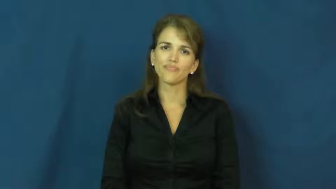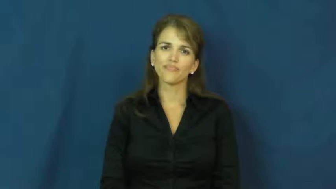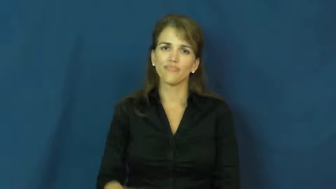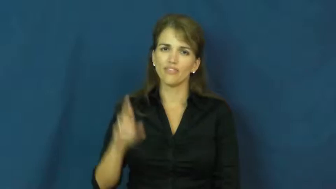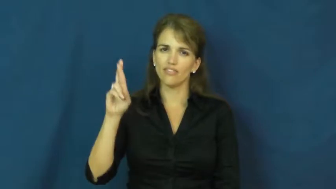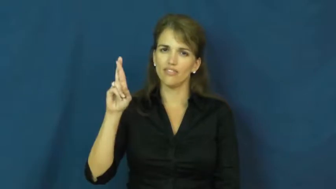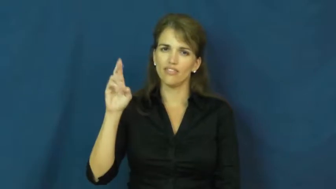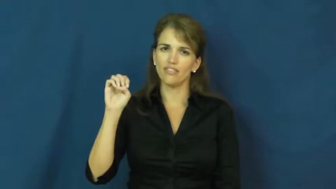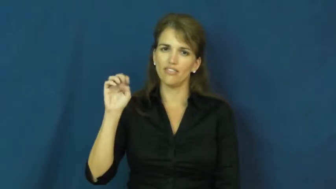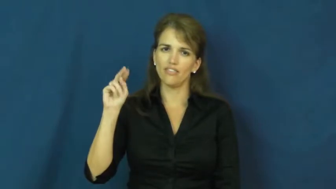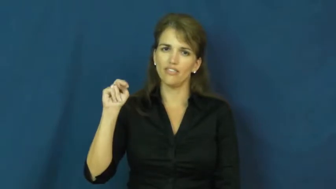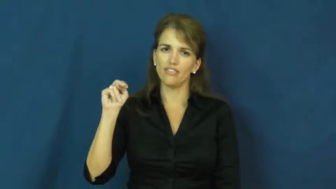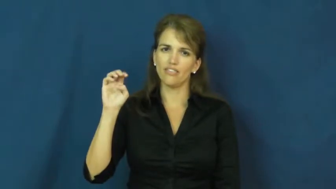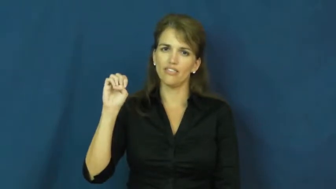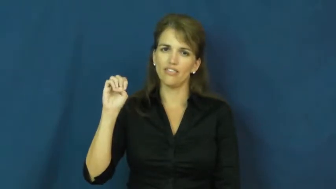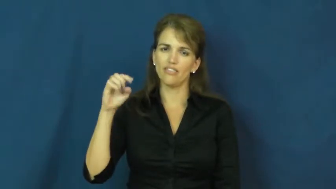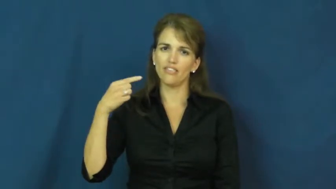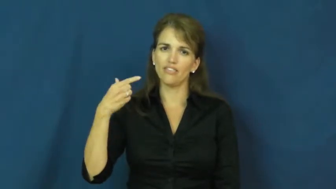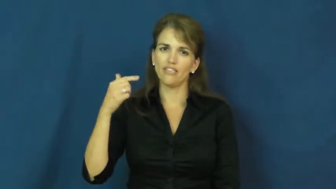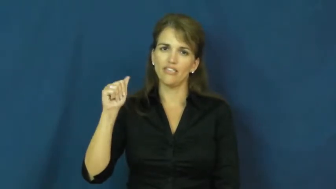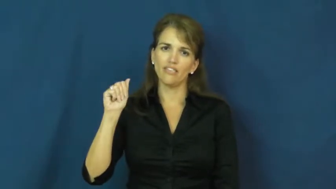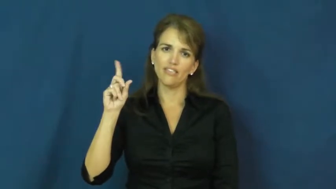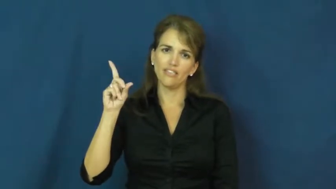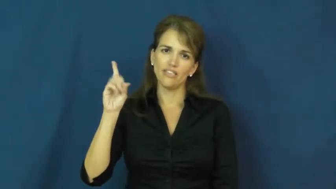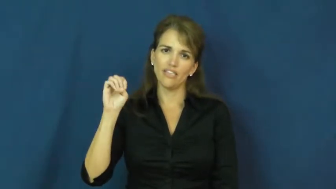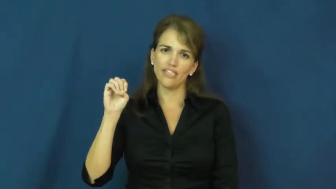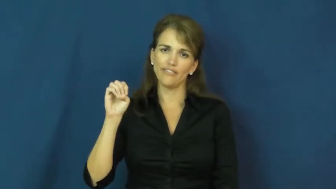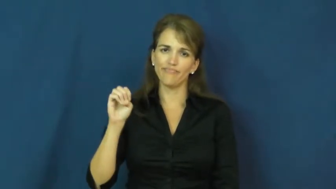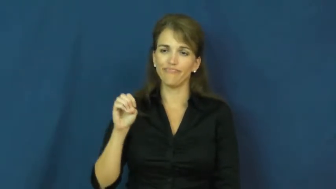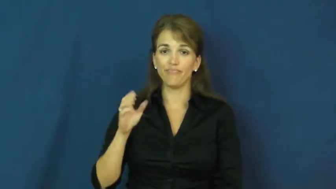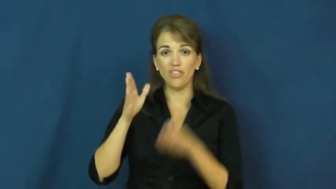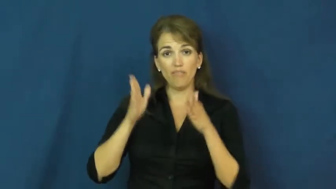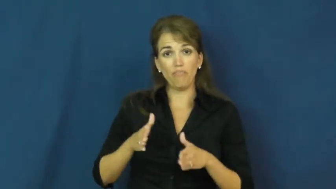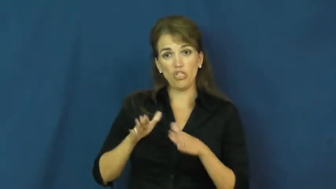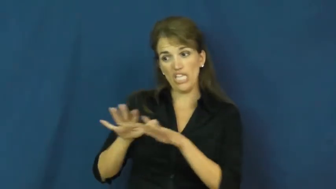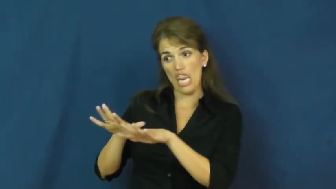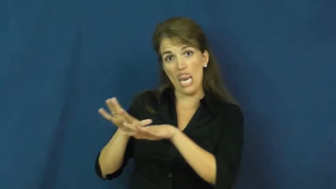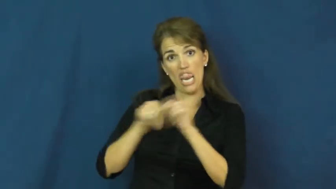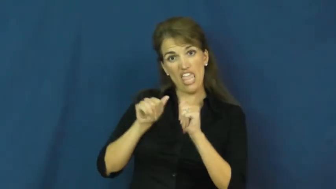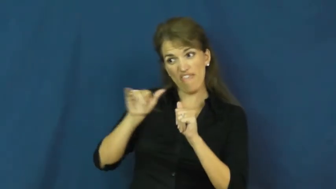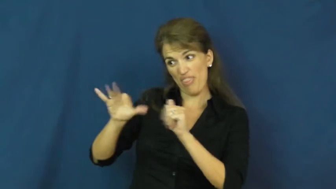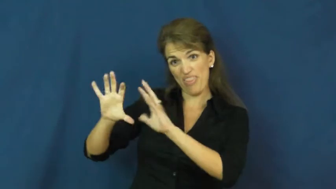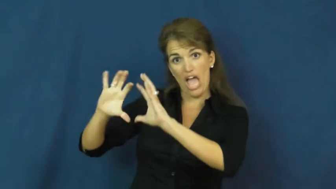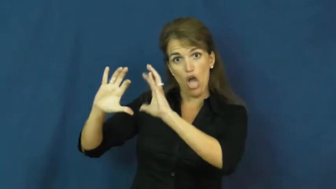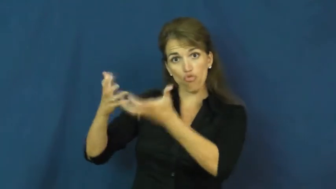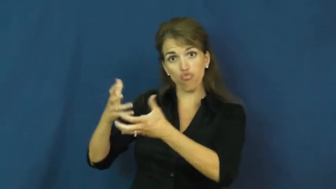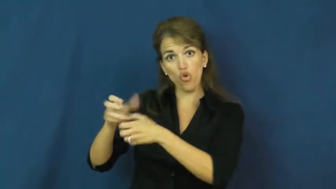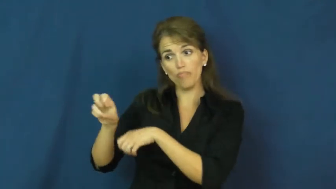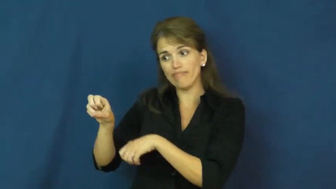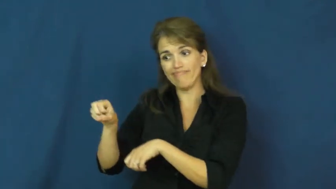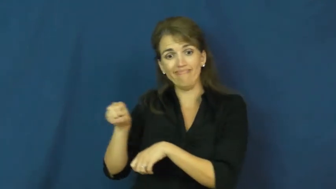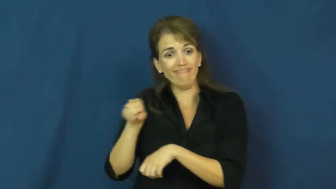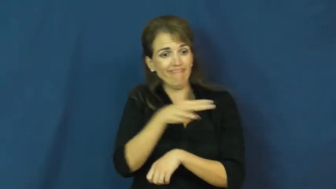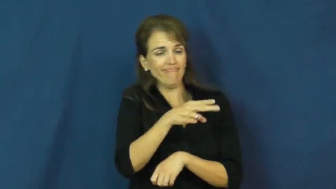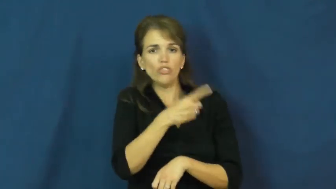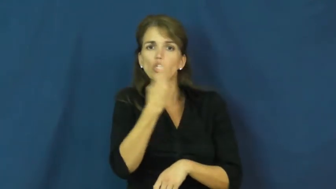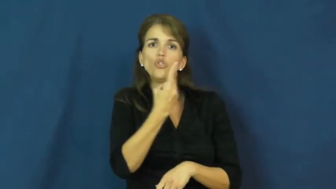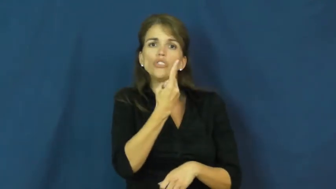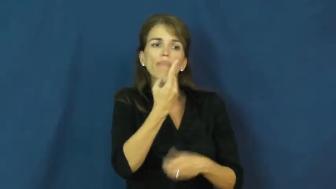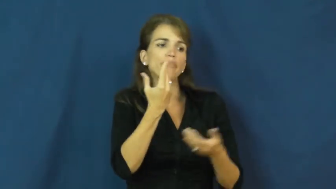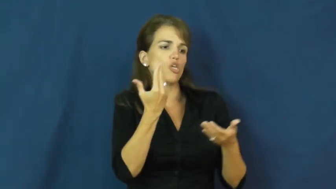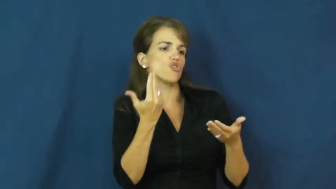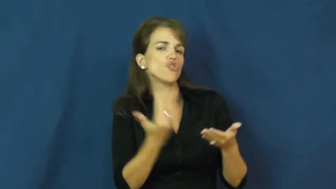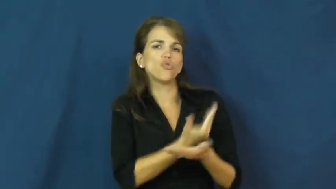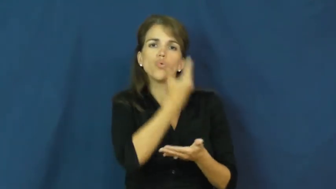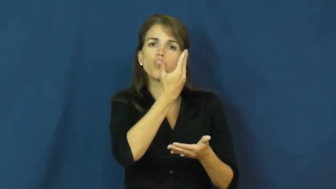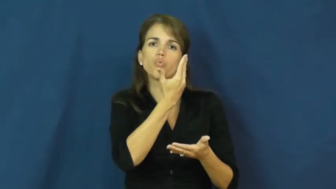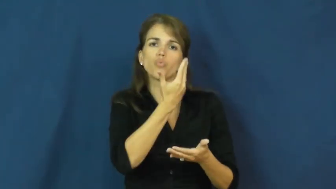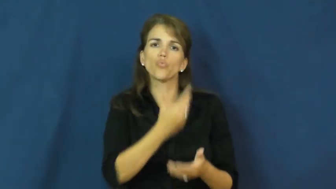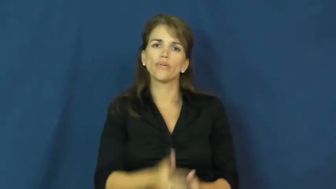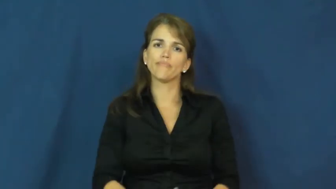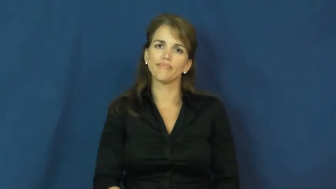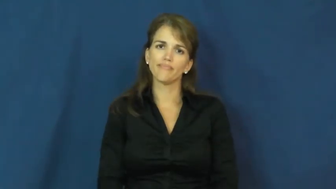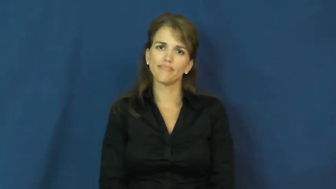renegade